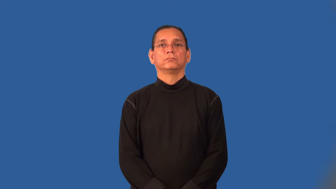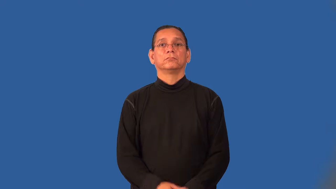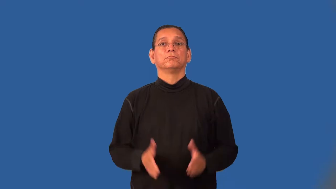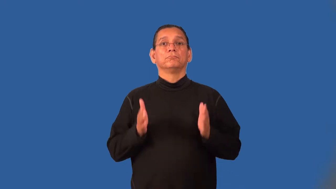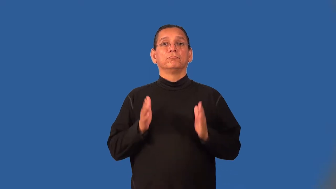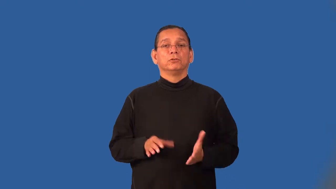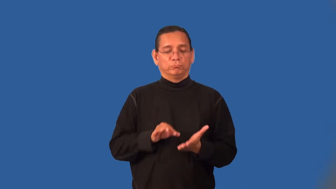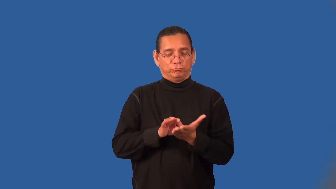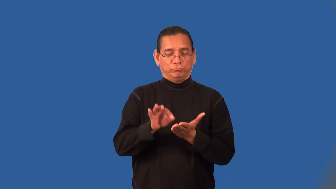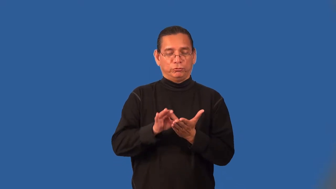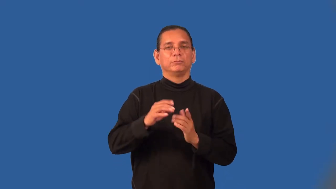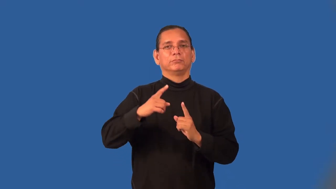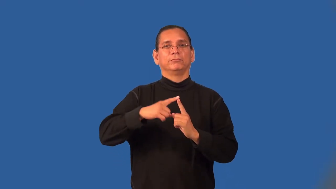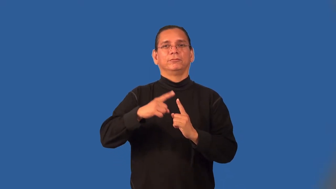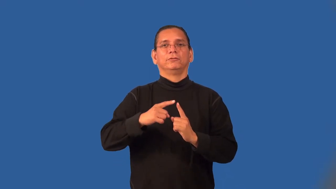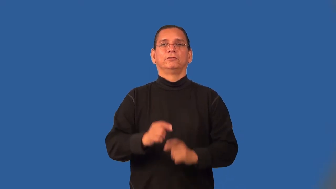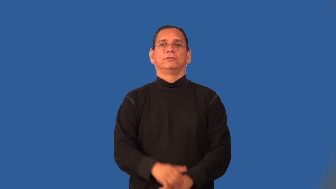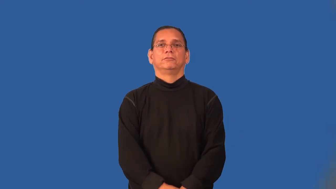scorekeeper